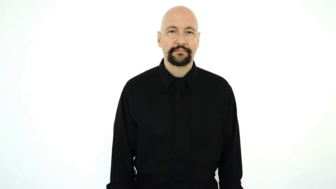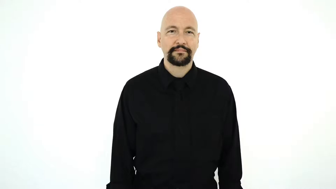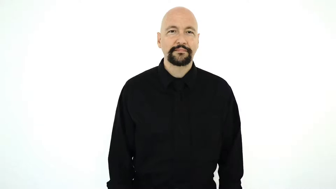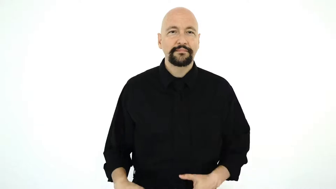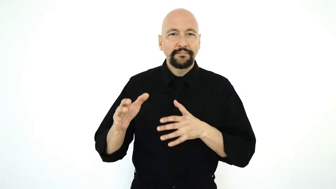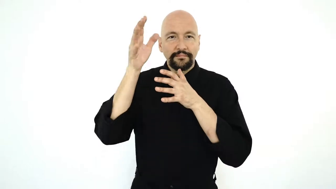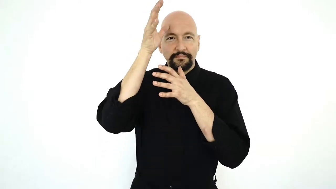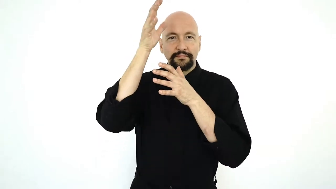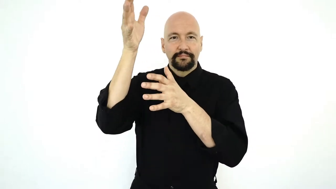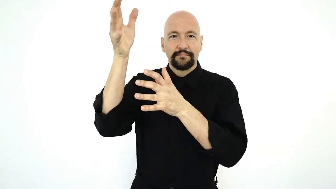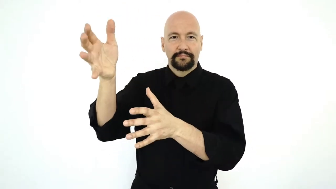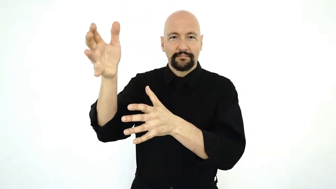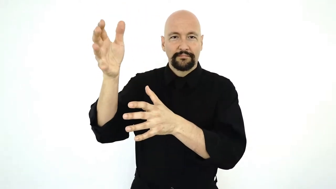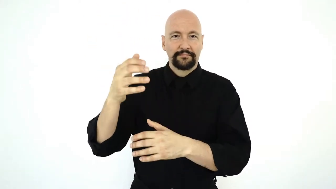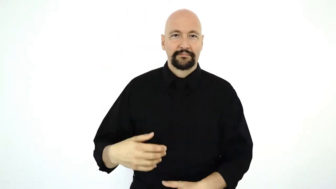GRANDPARENTS-[two-handed-version]